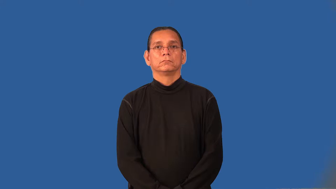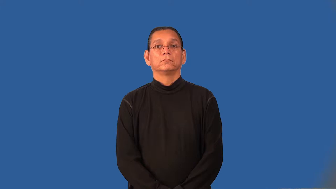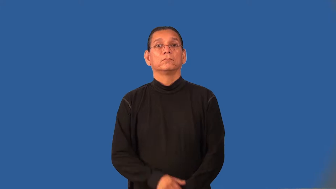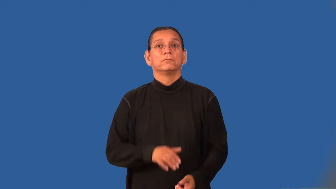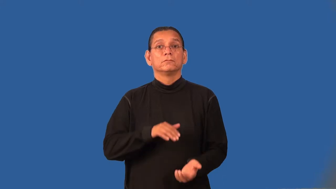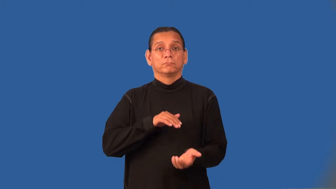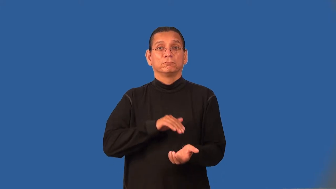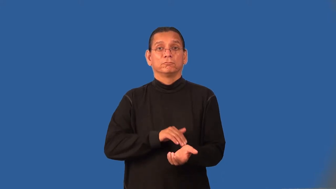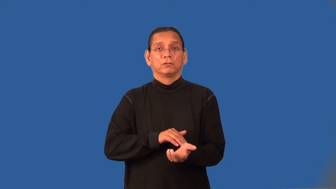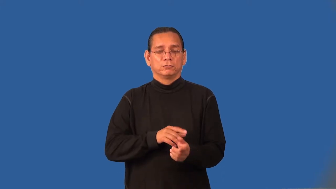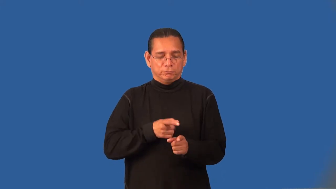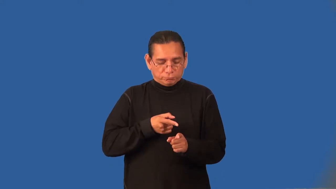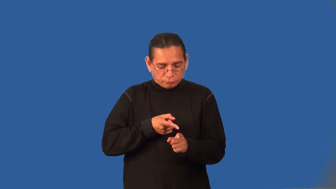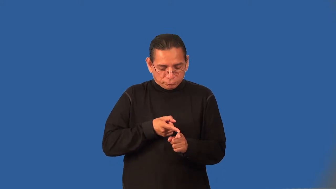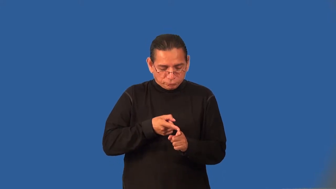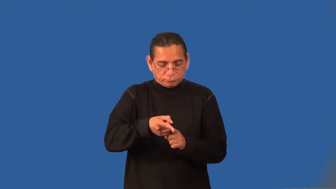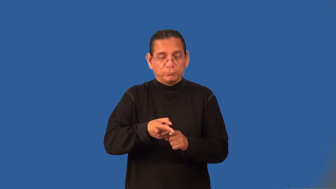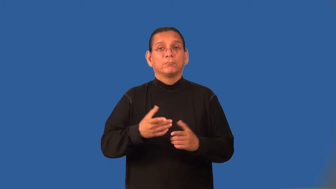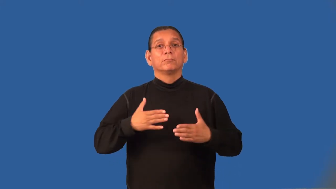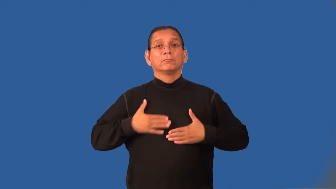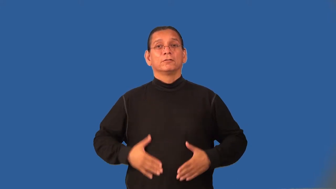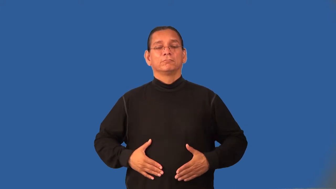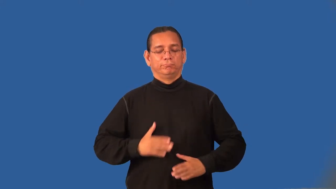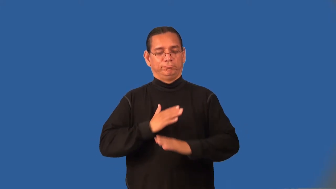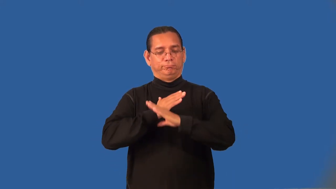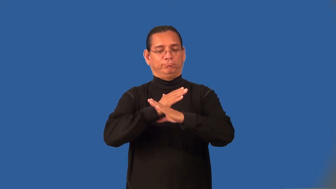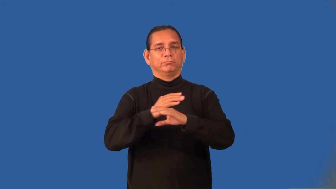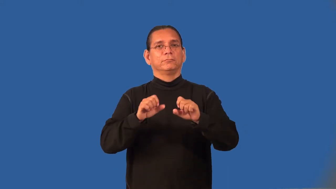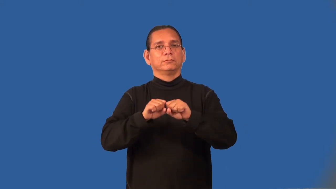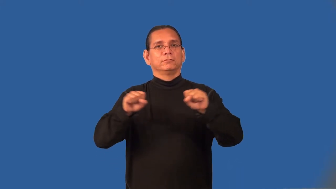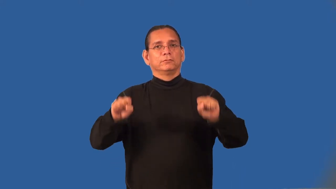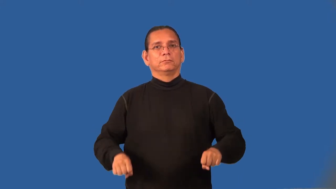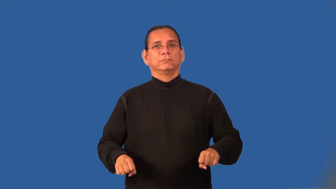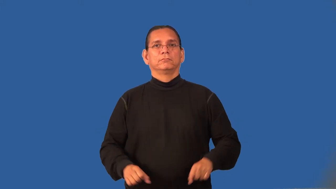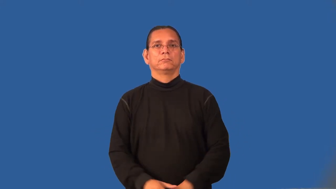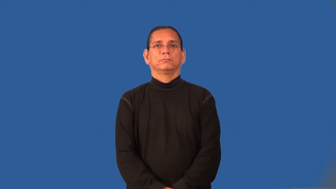immunologist